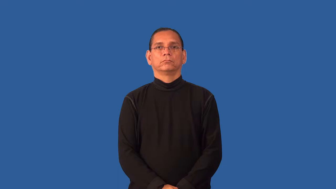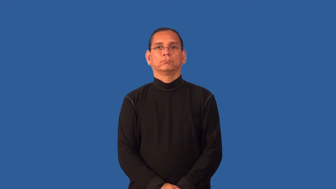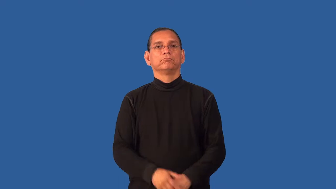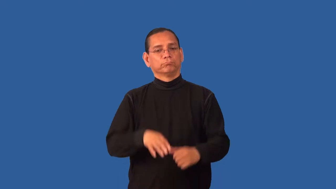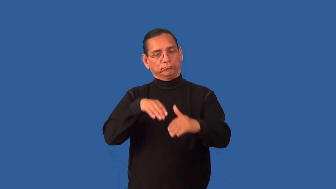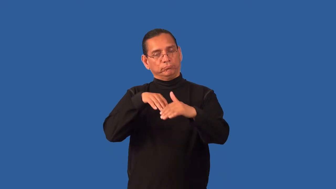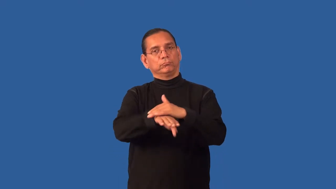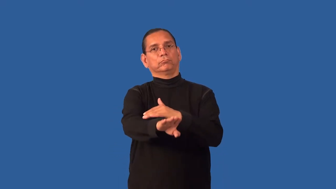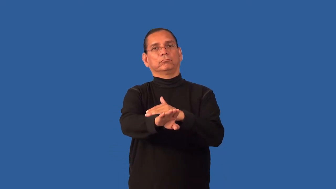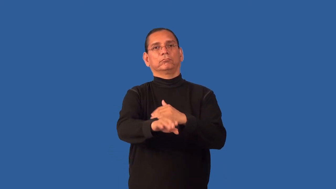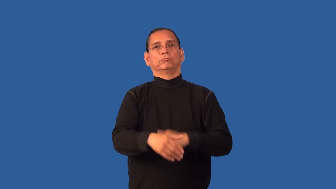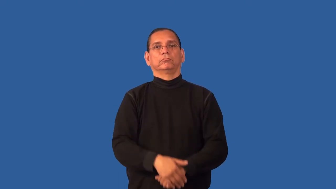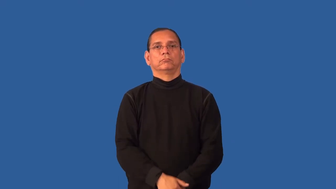entrance,gateway,entree